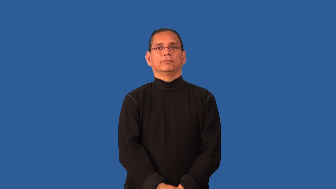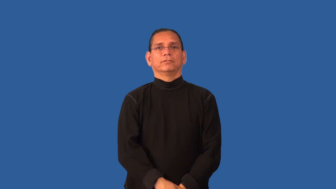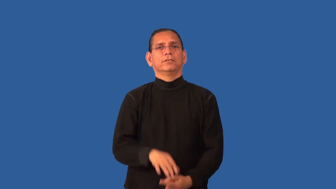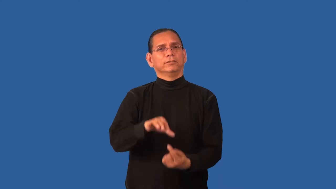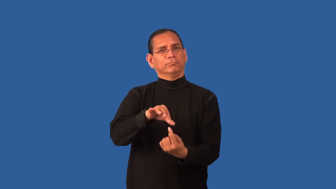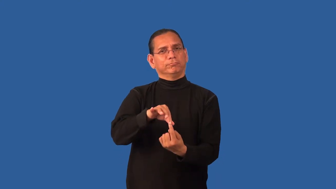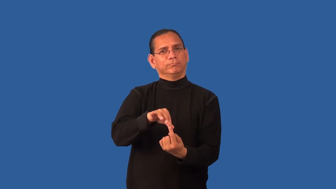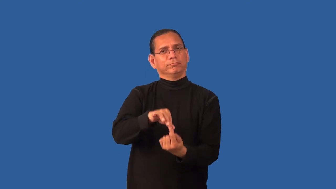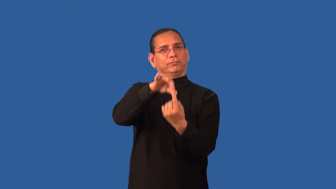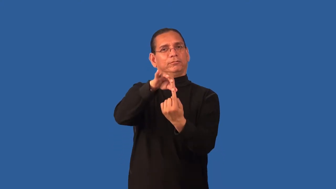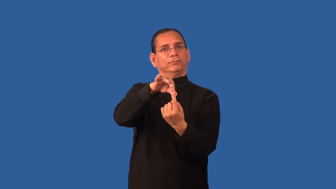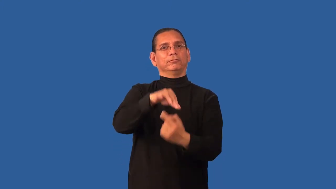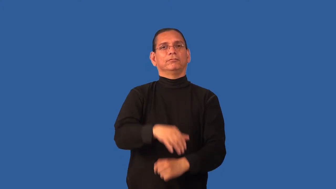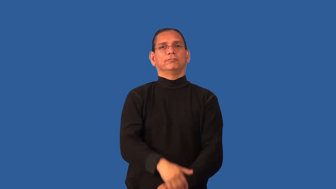distinguishable